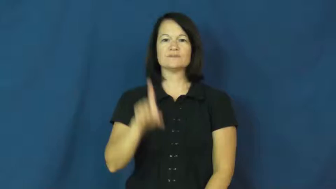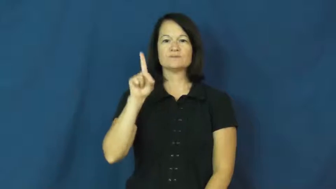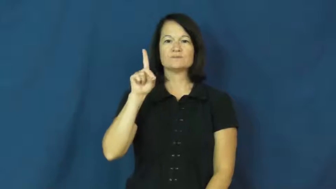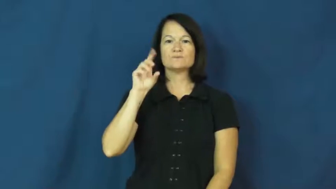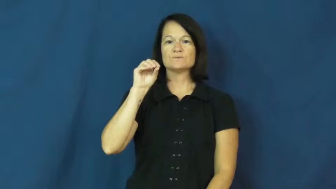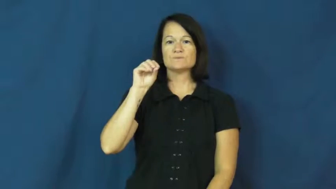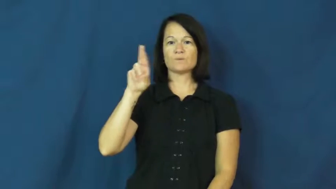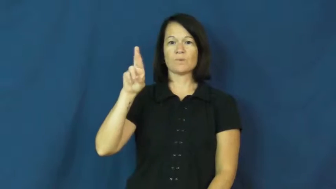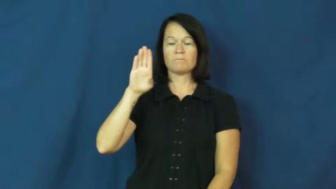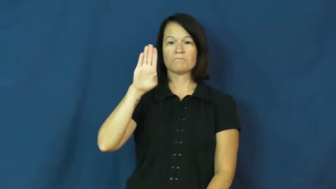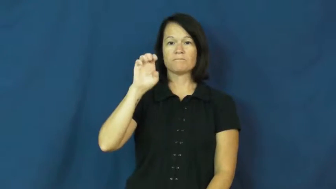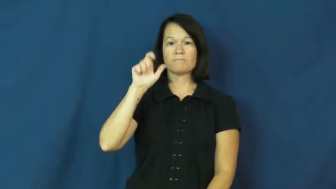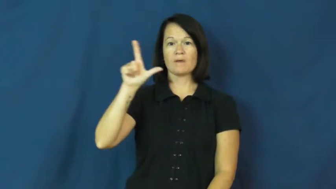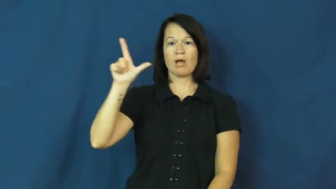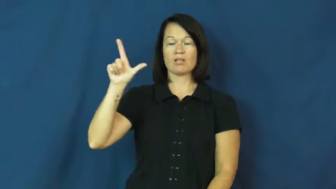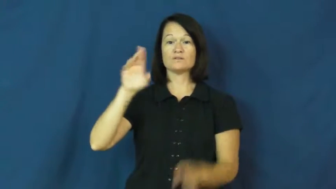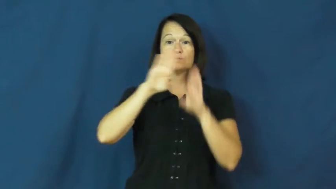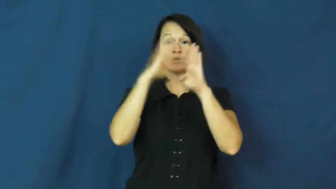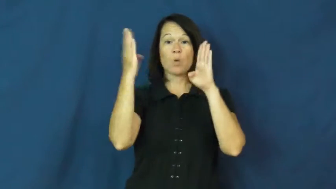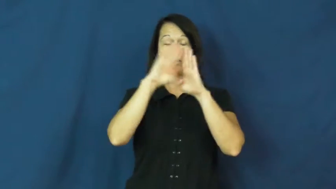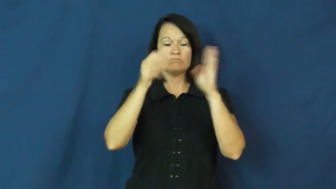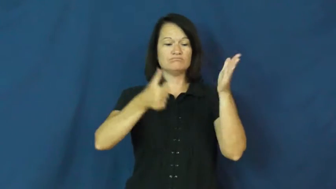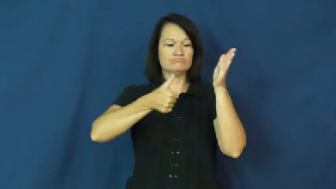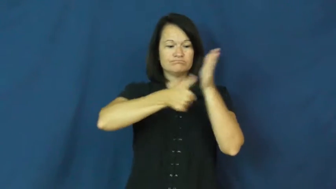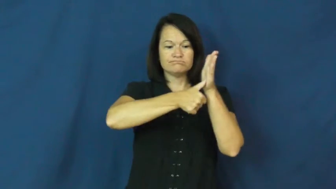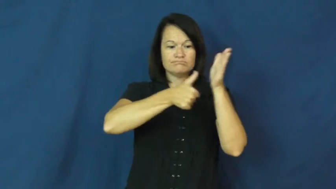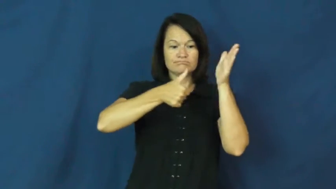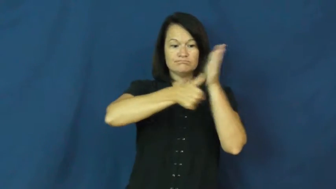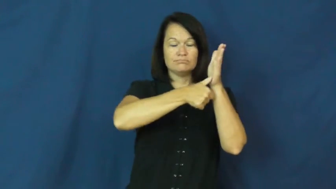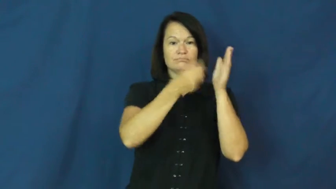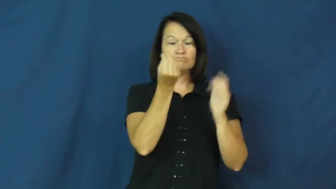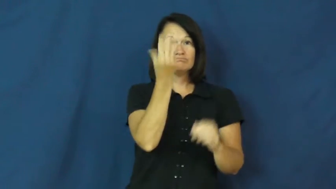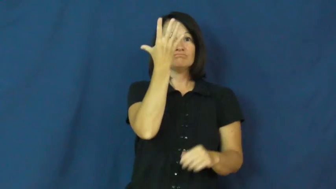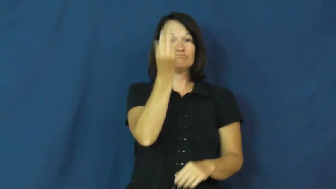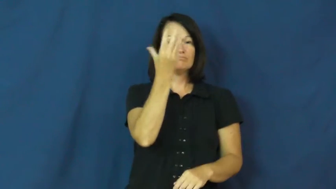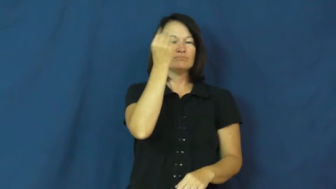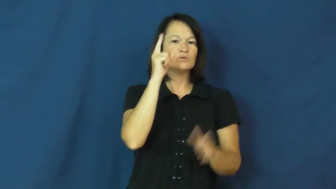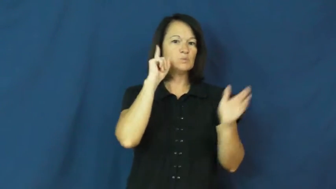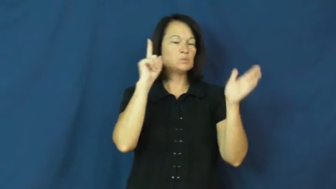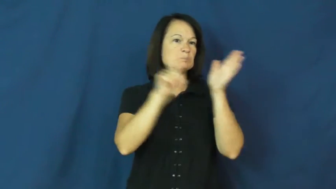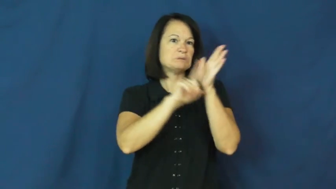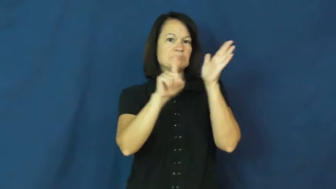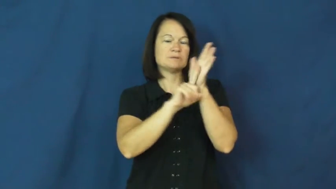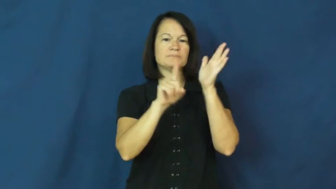doorbell